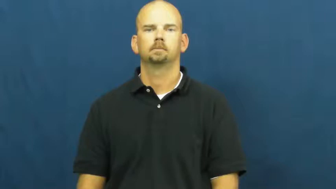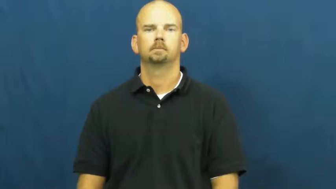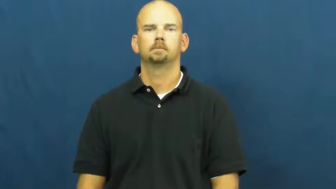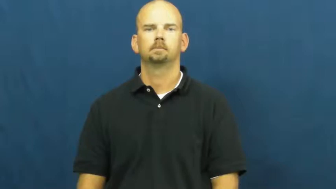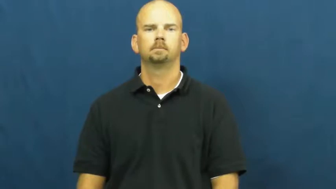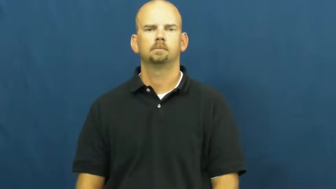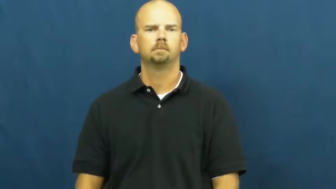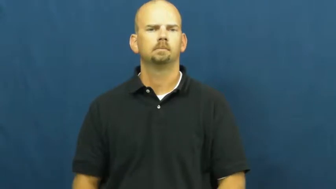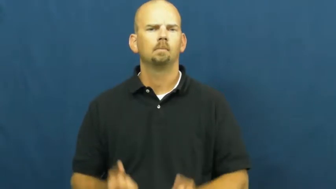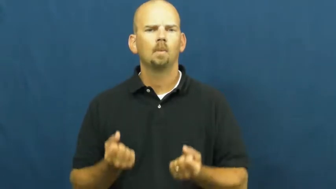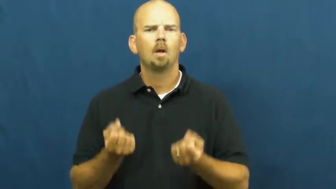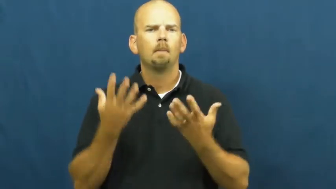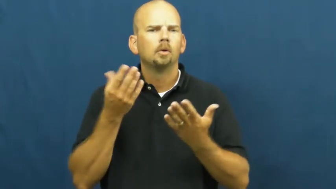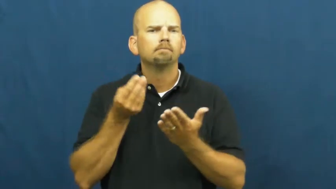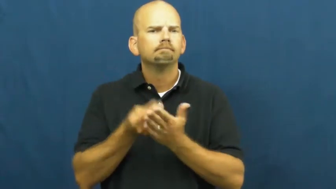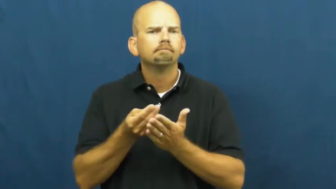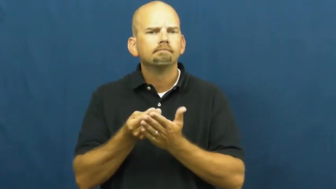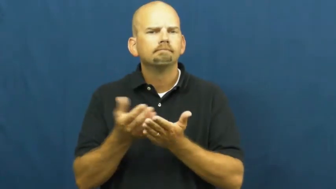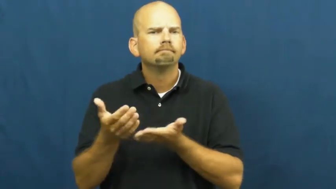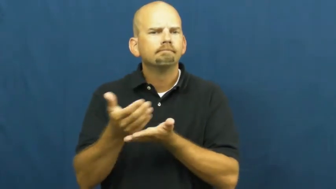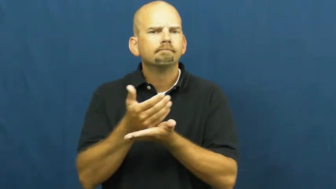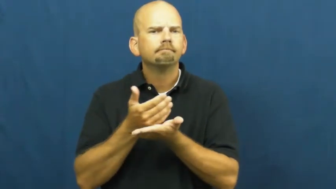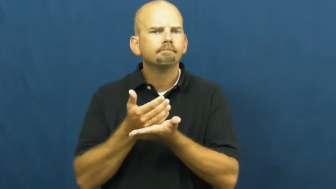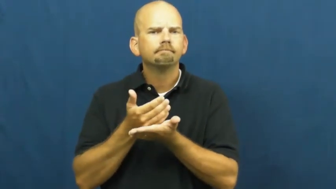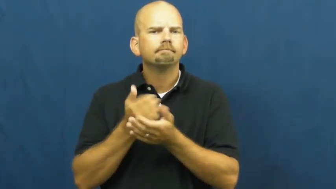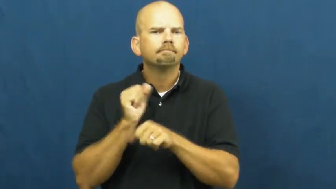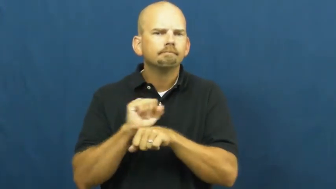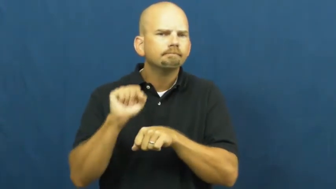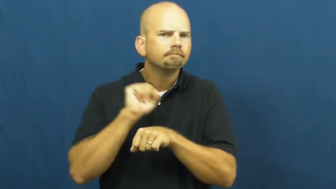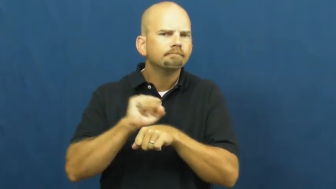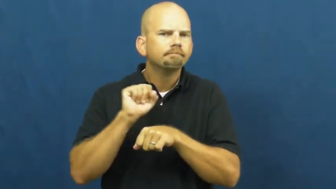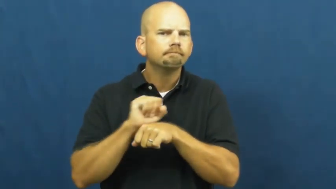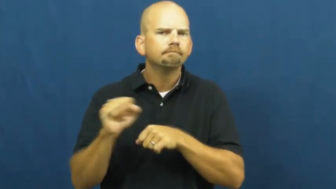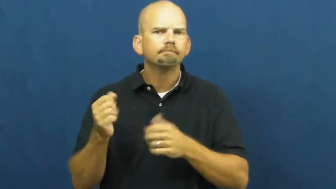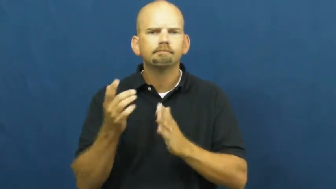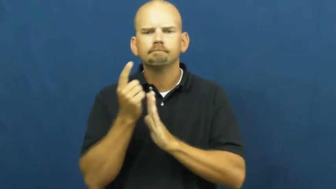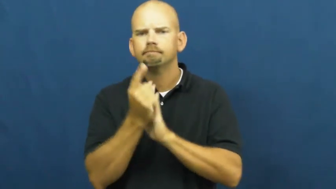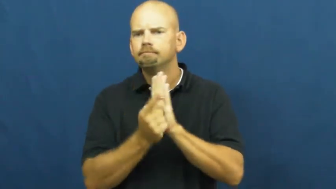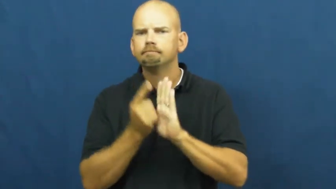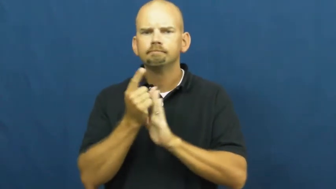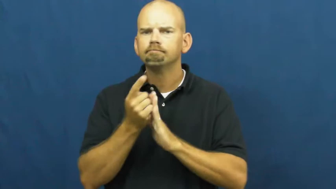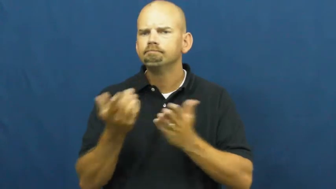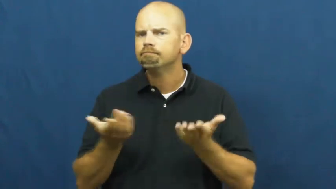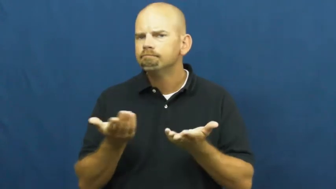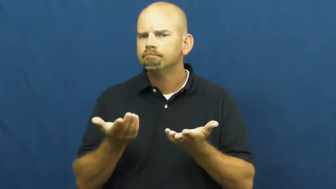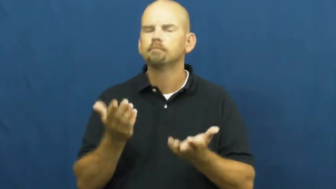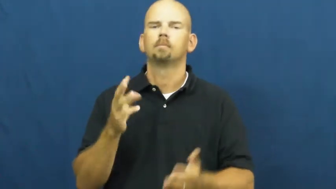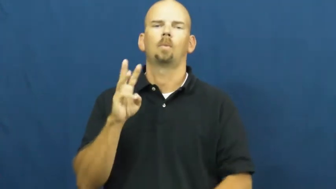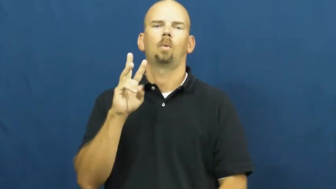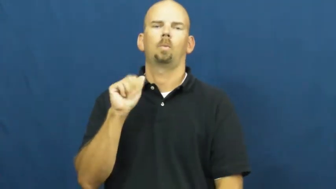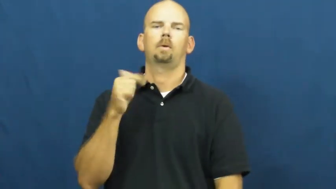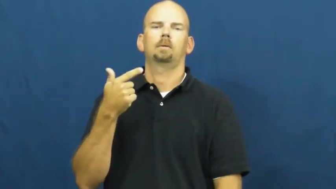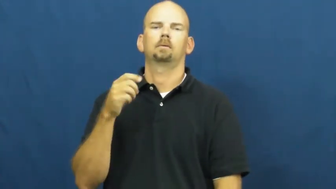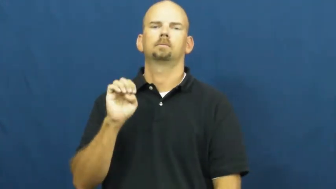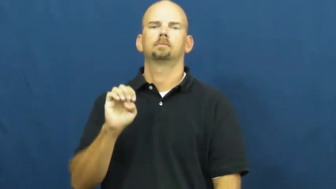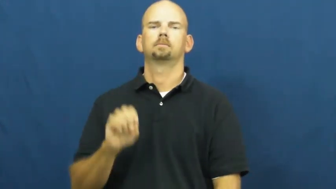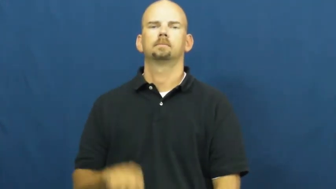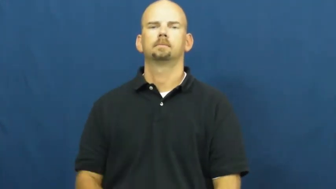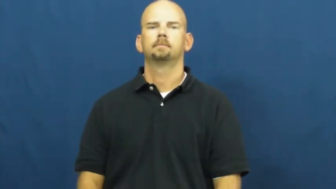wage-money